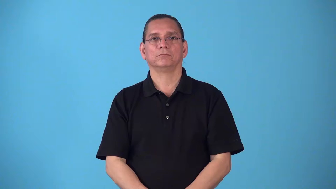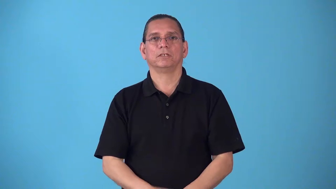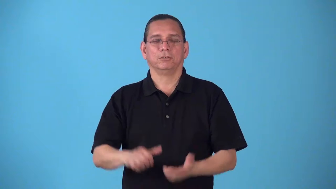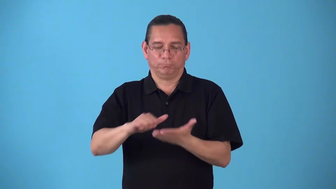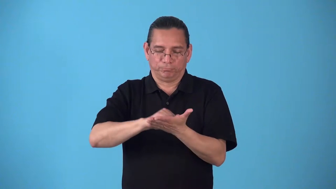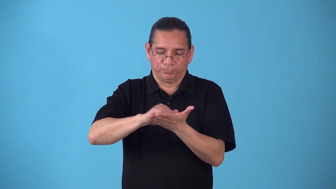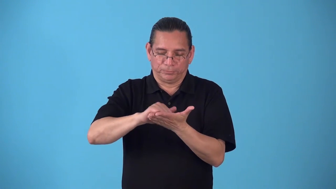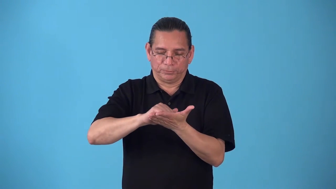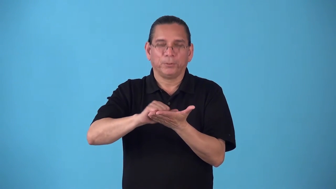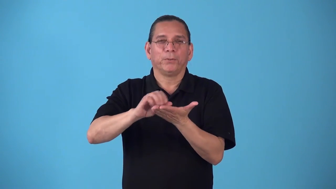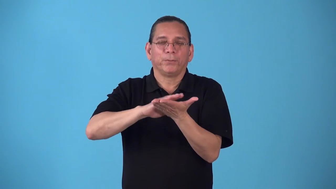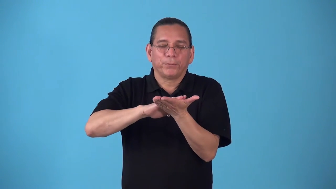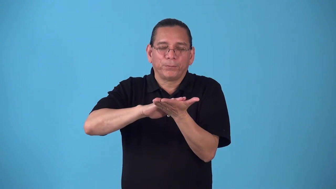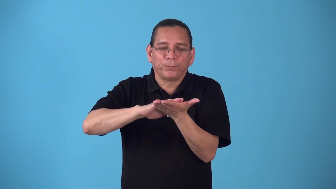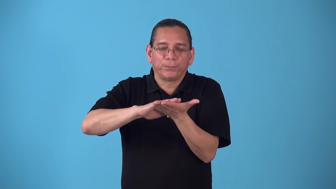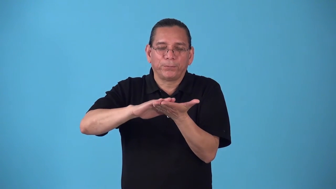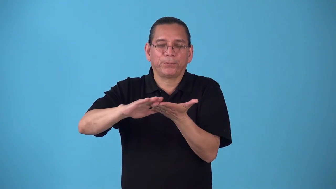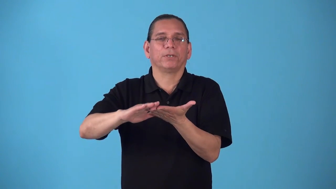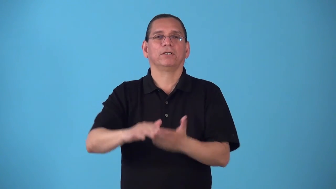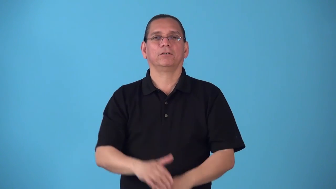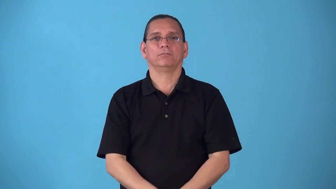sand-by hand